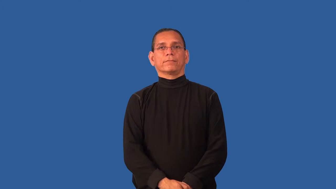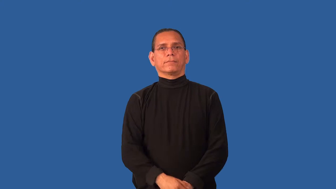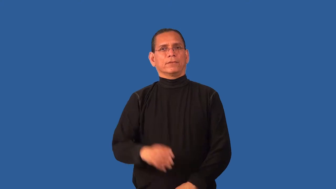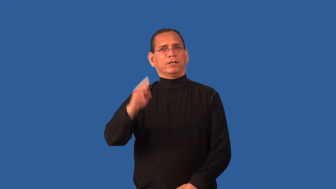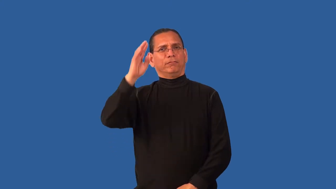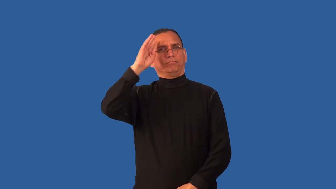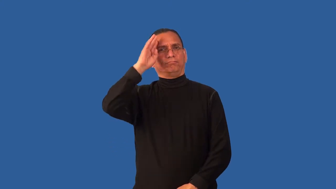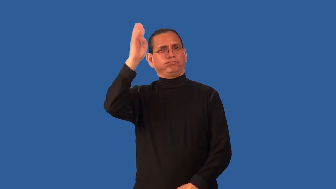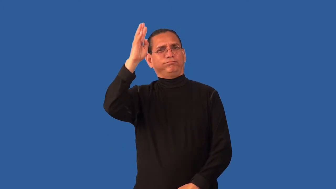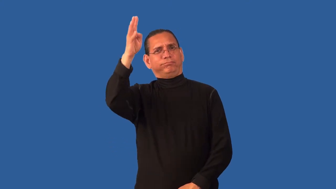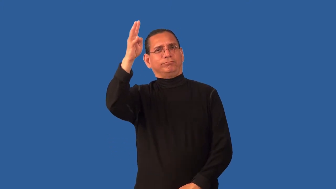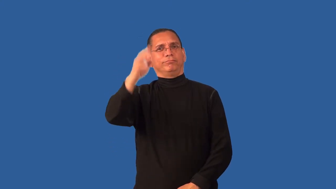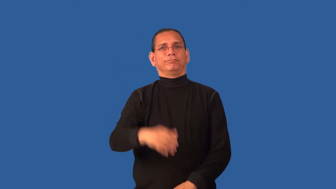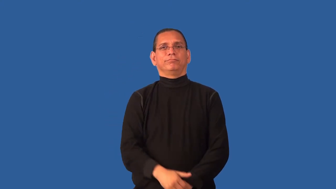conceive-think of